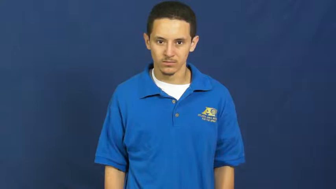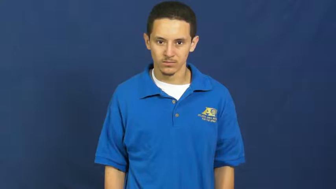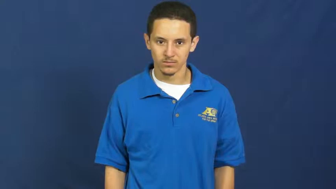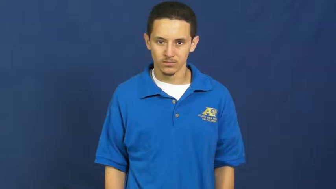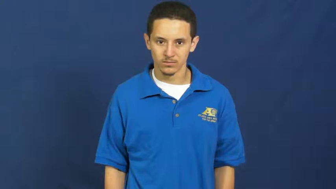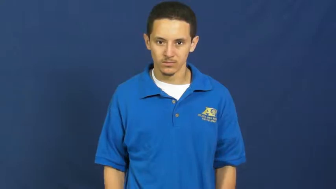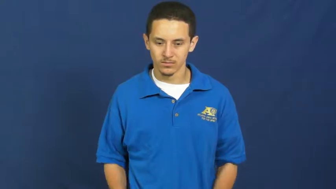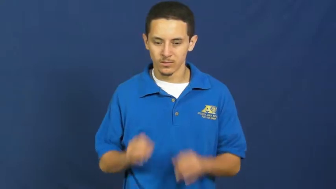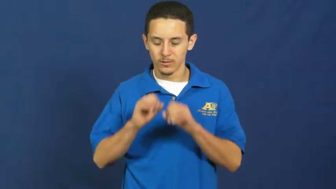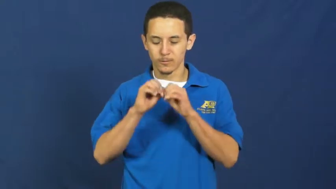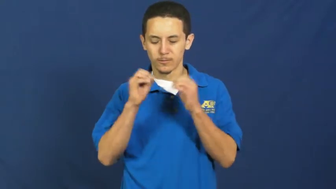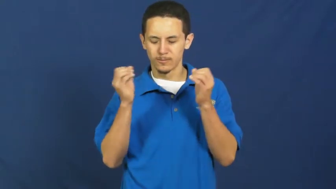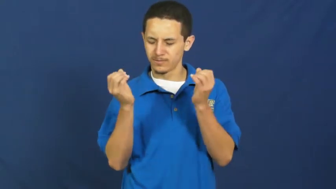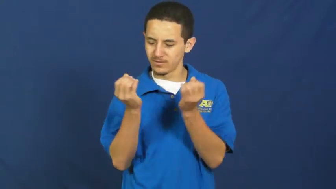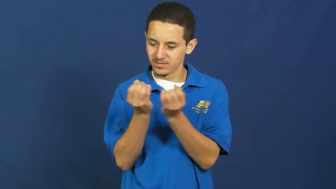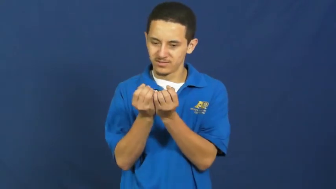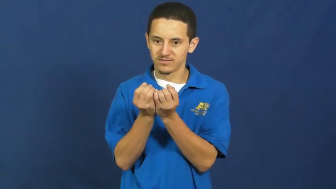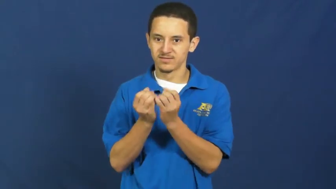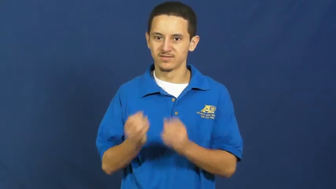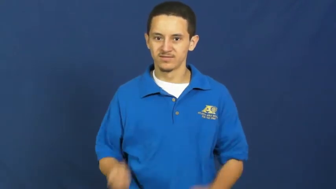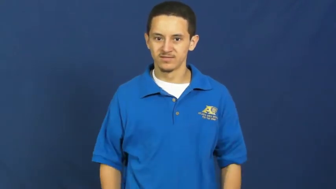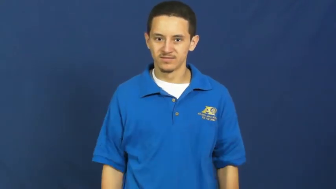organization